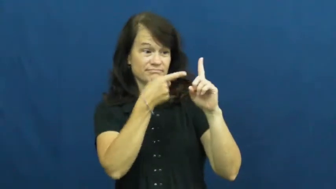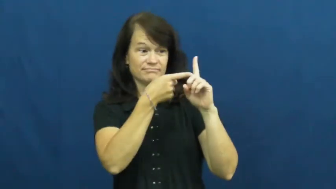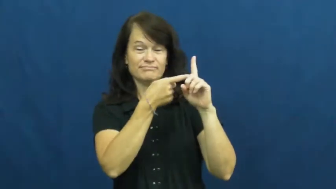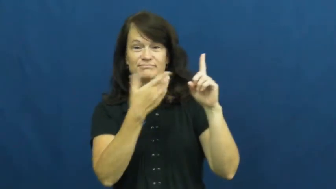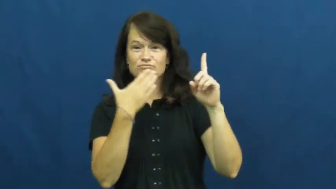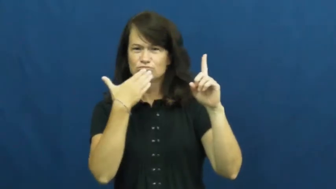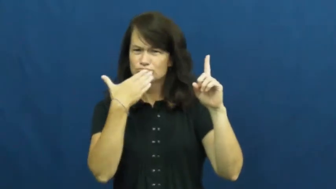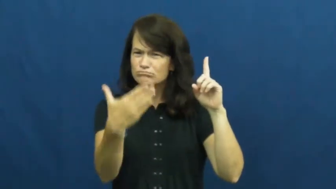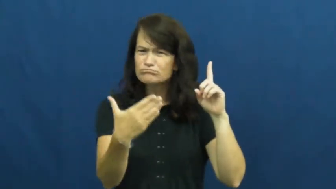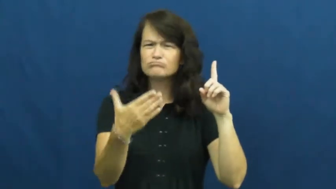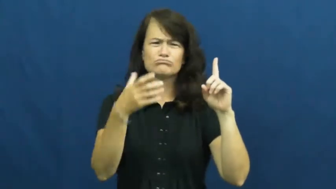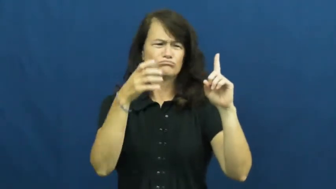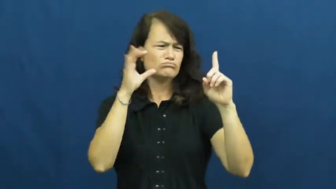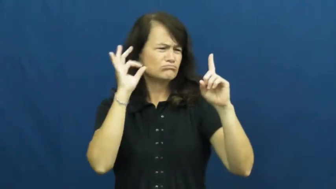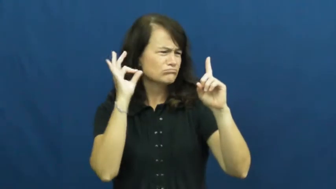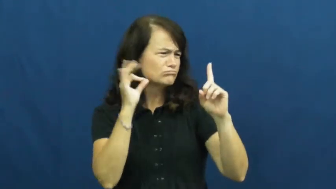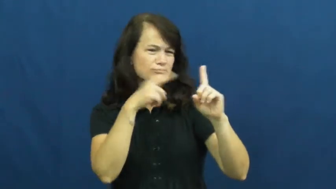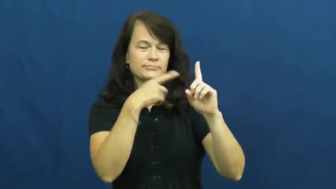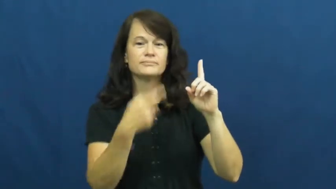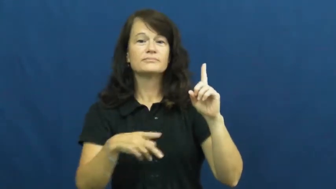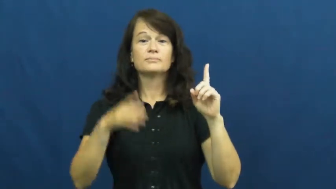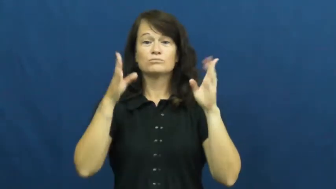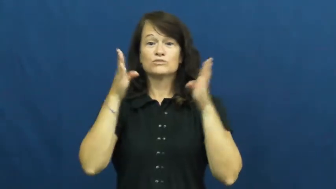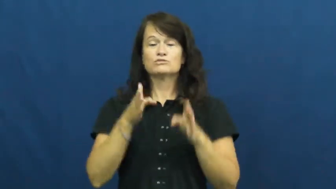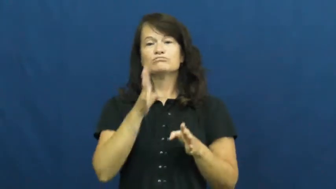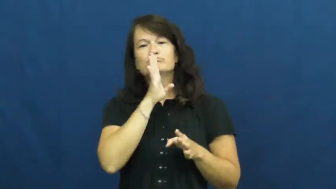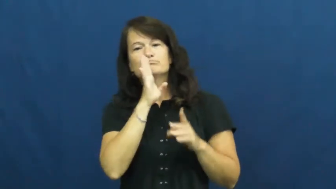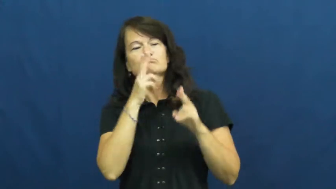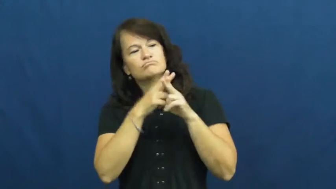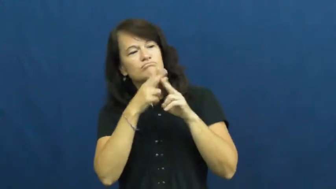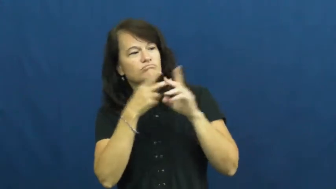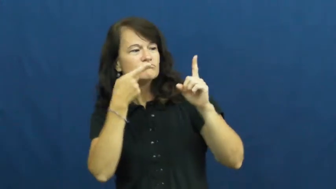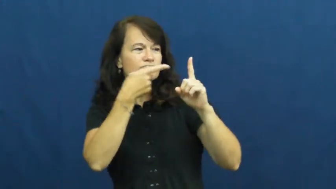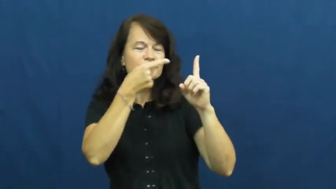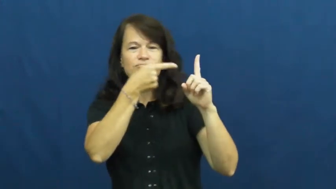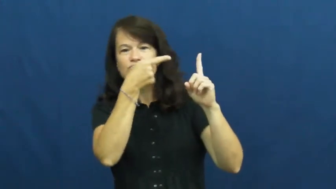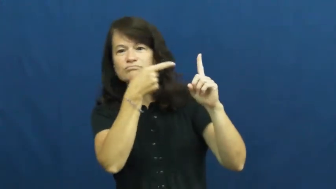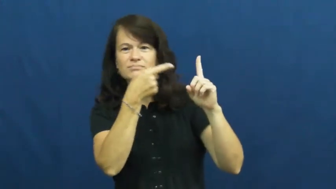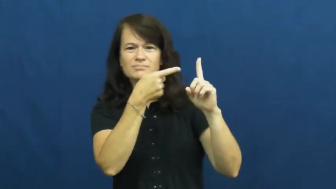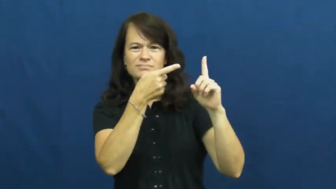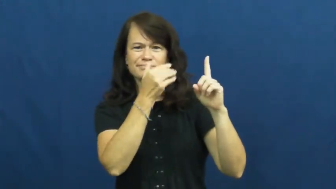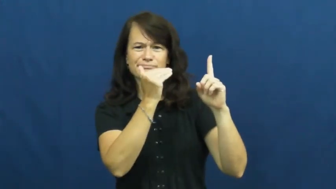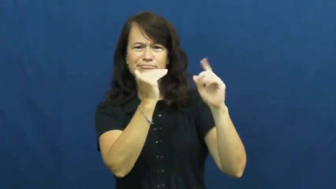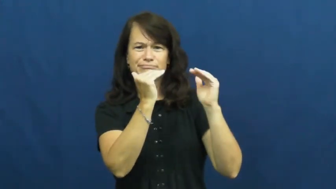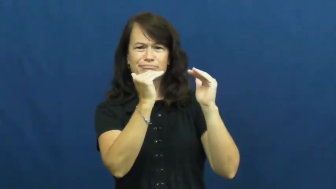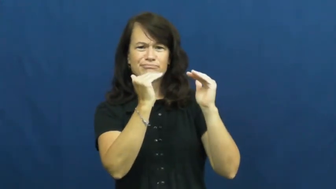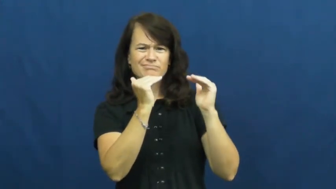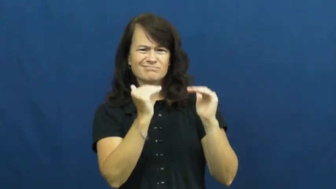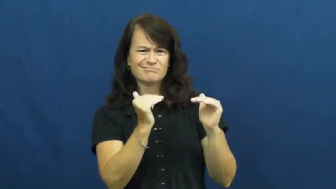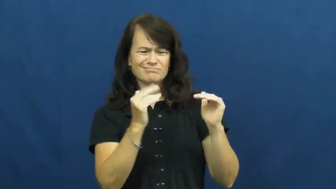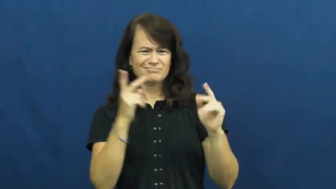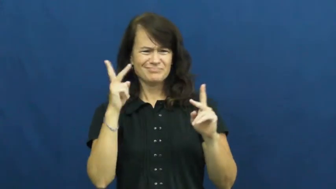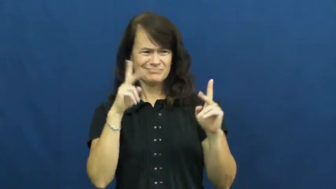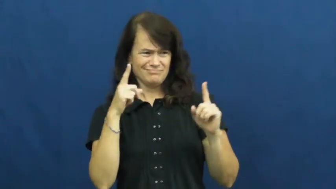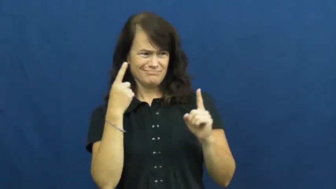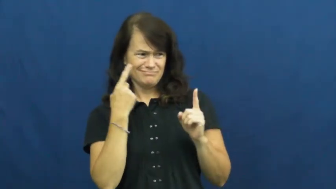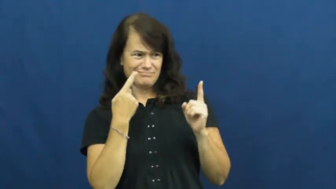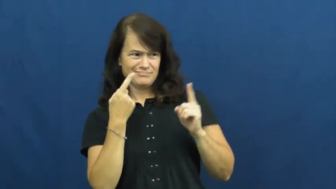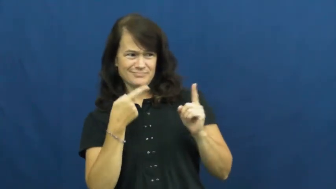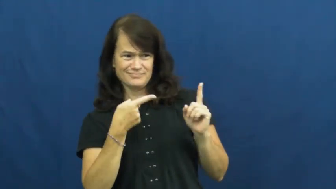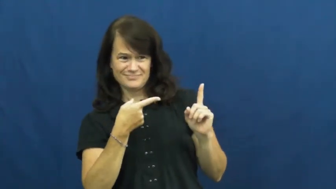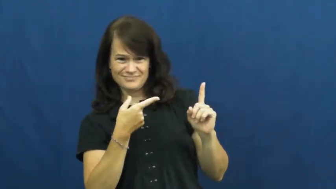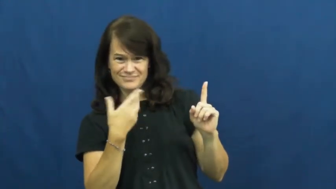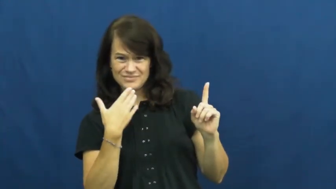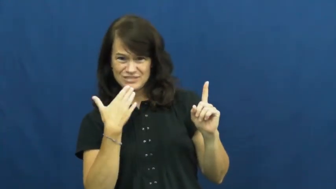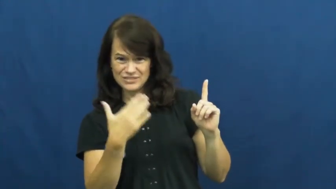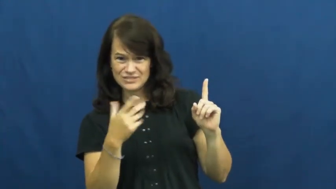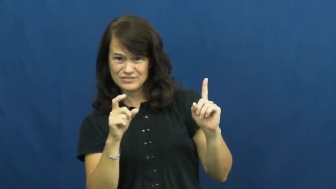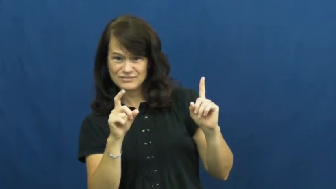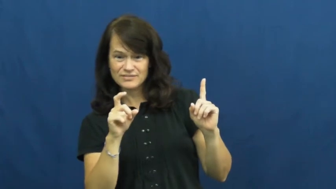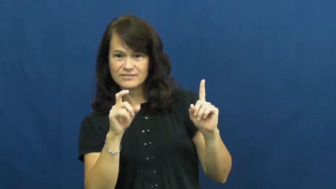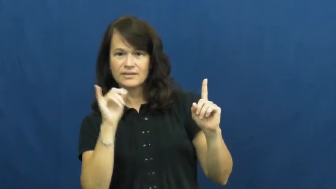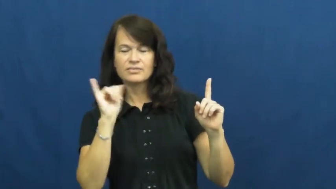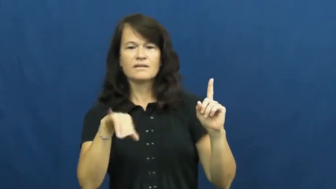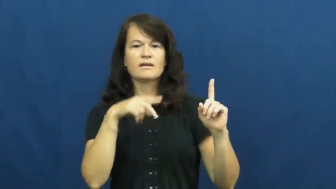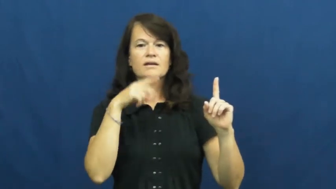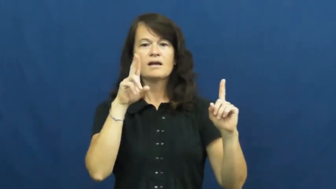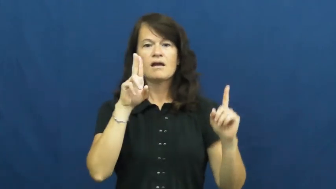undermine